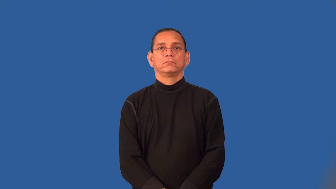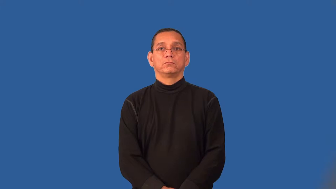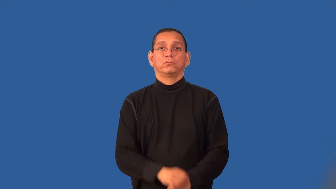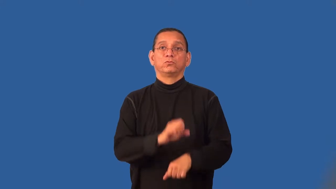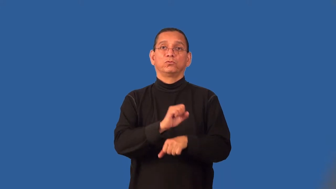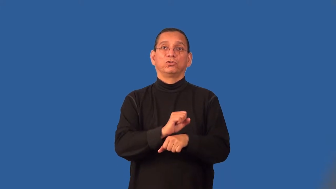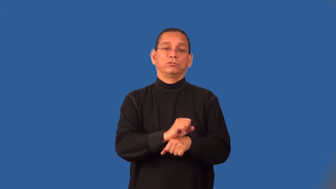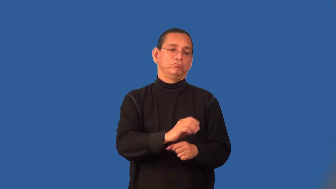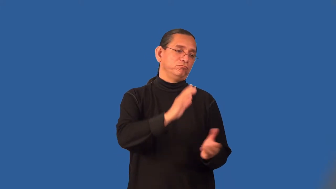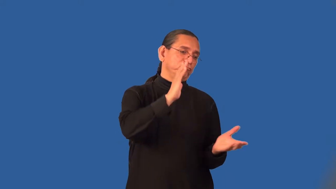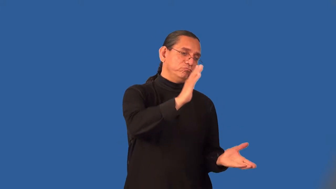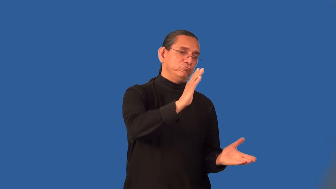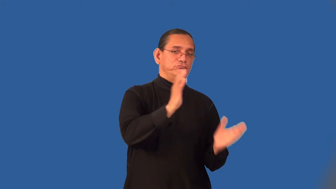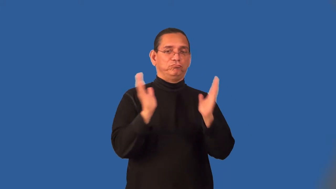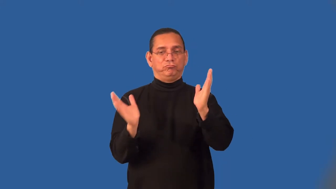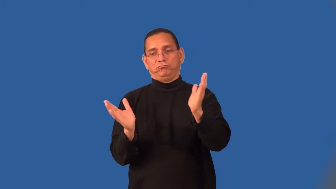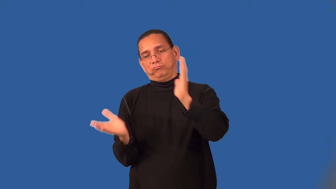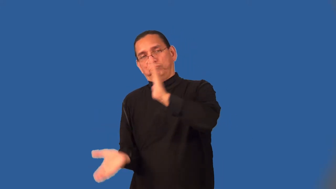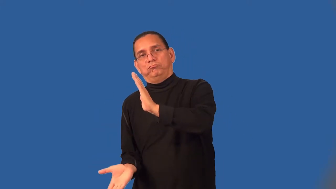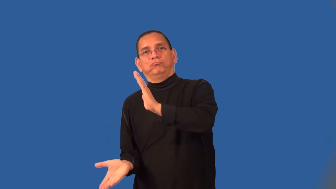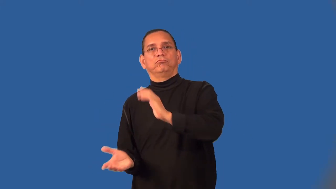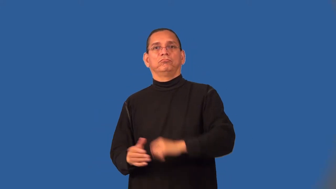shift-work